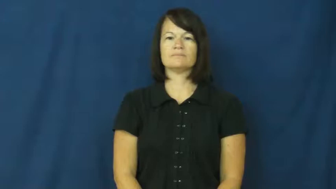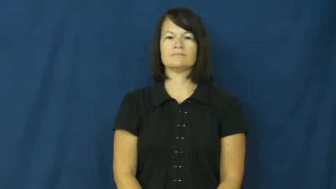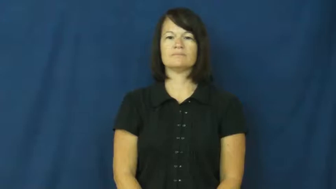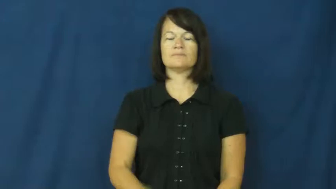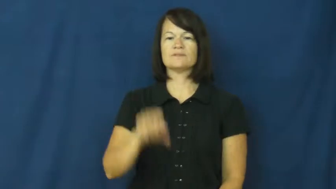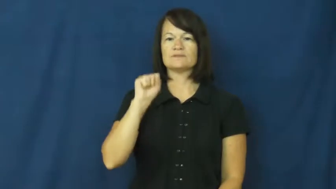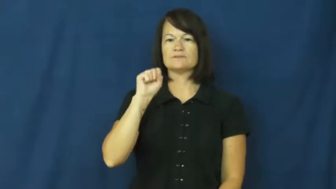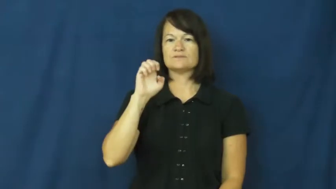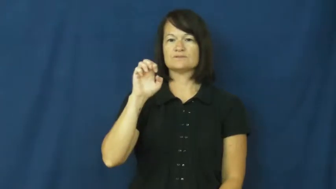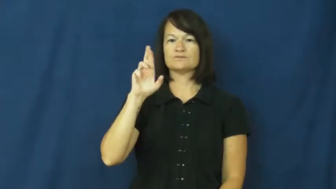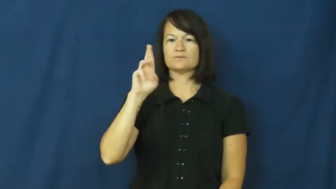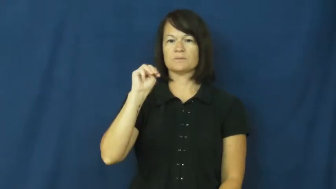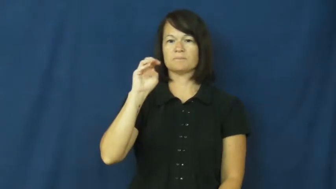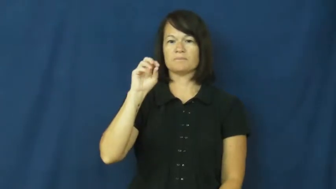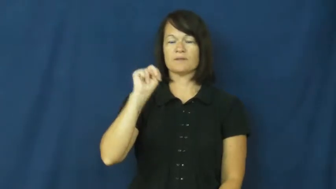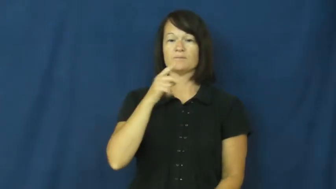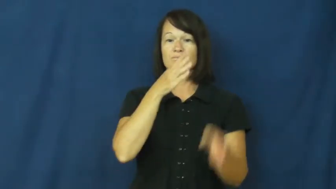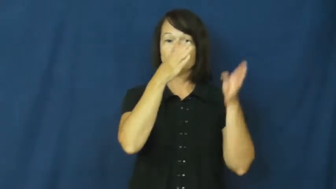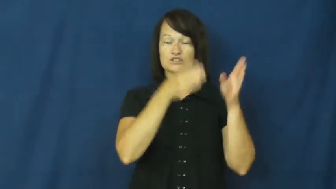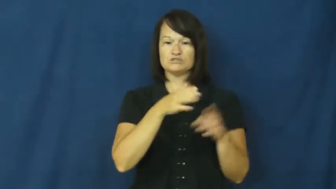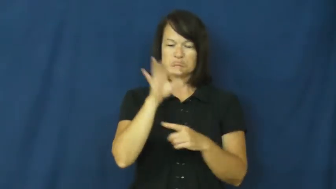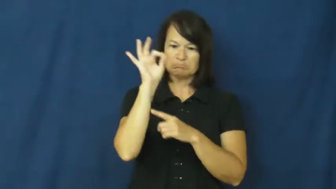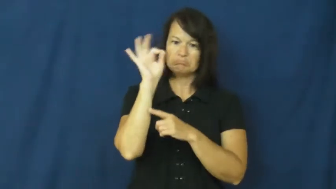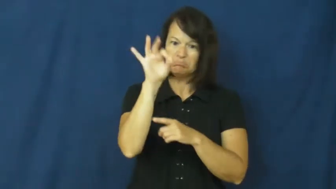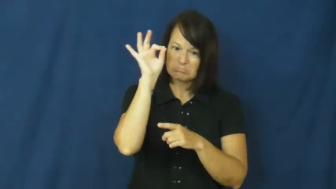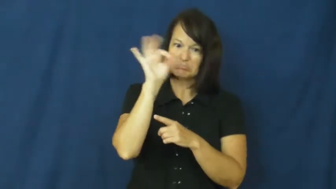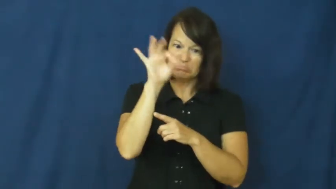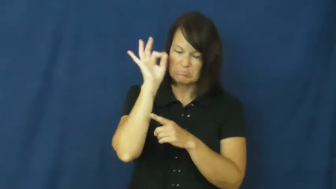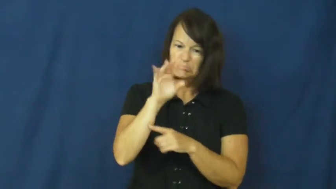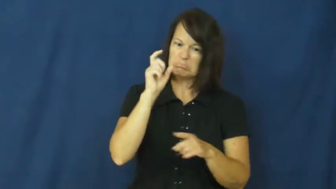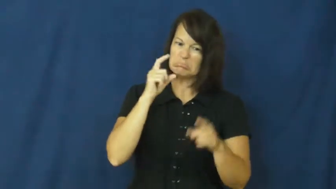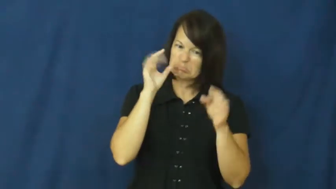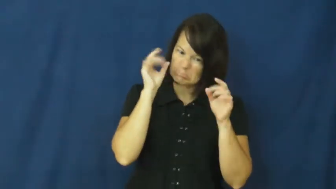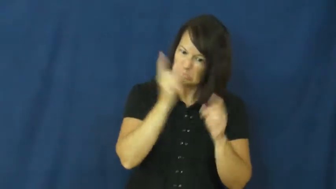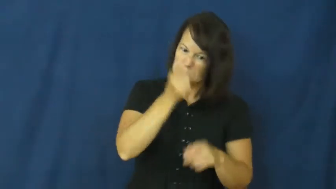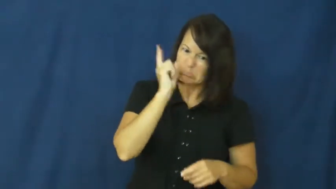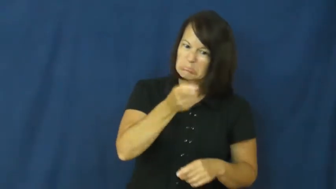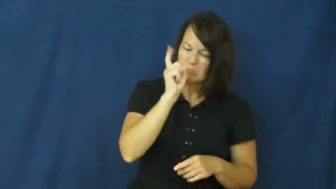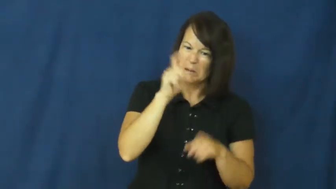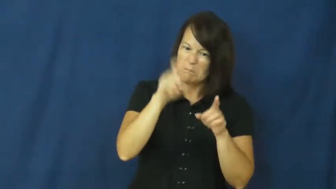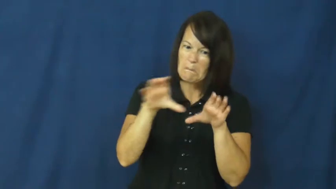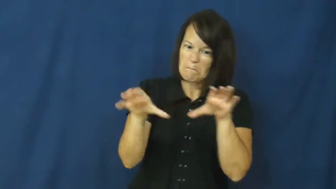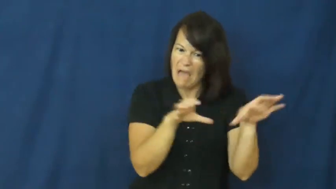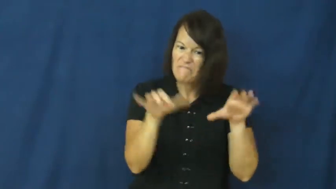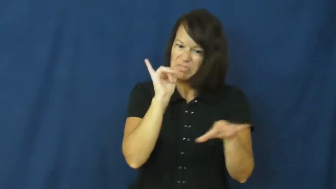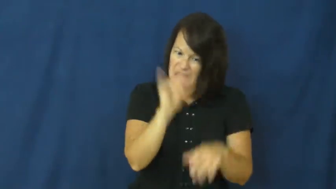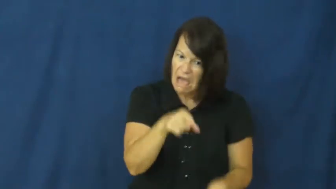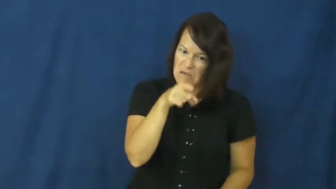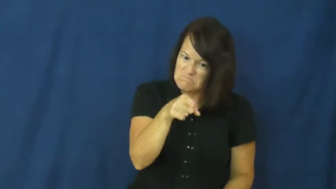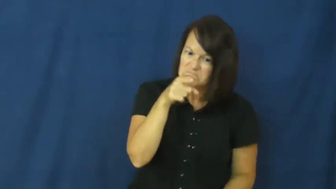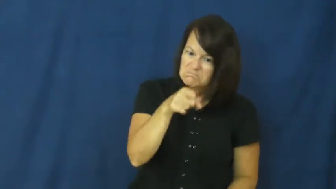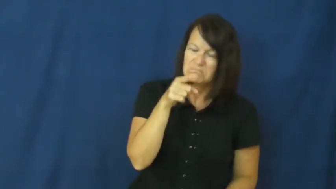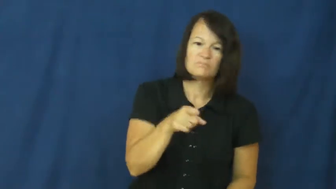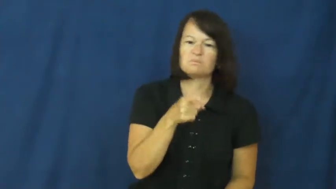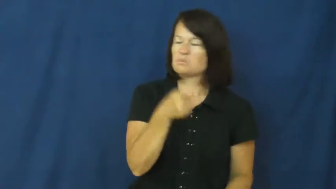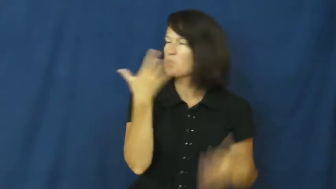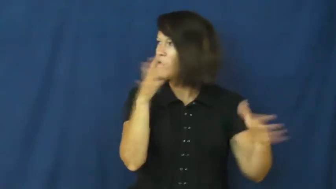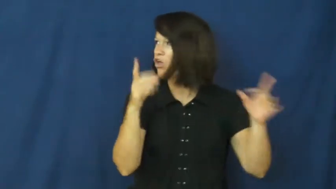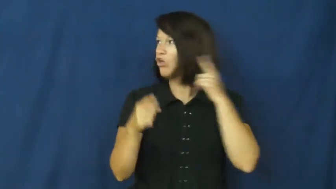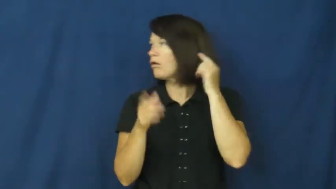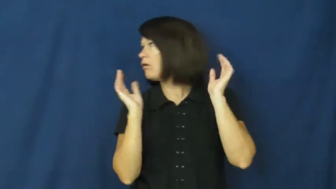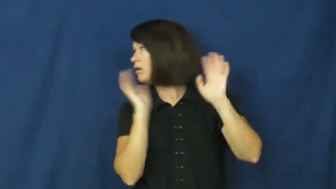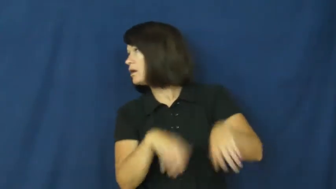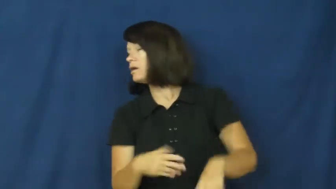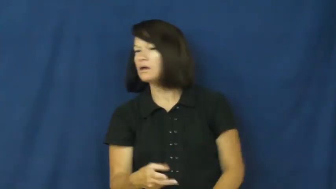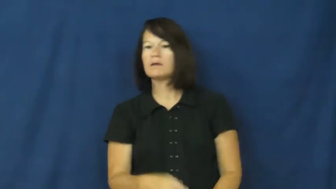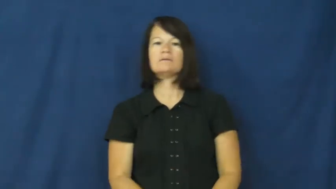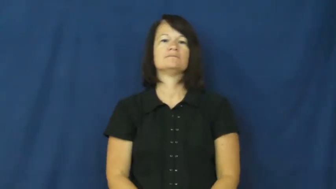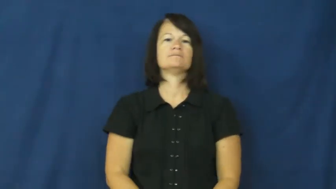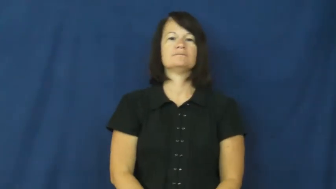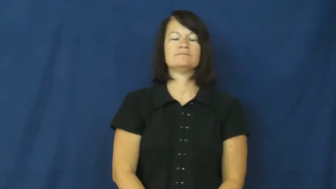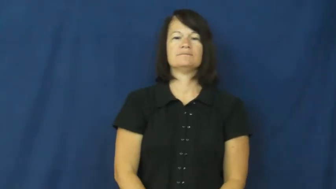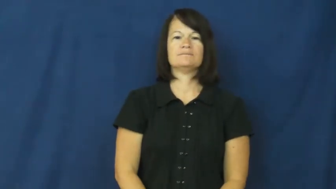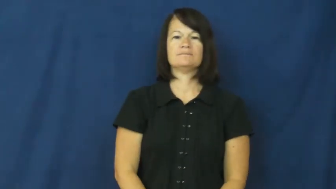sermon-lecture